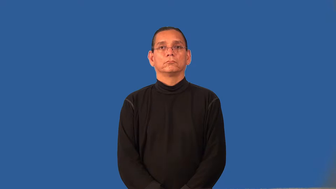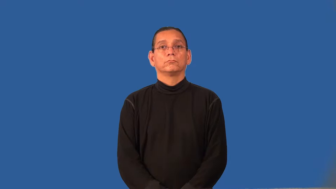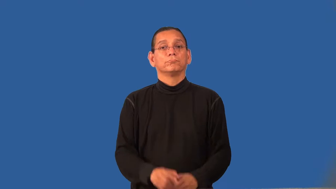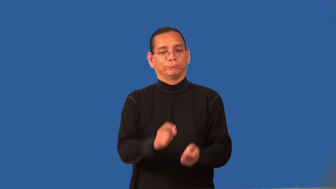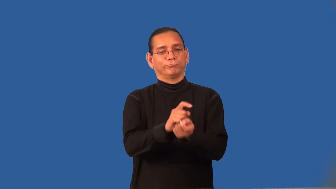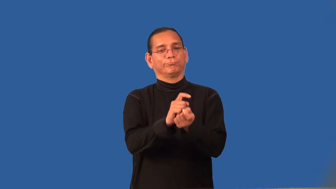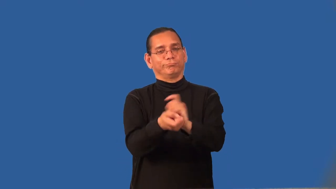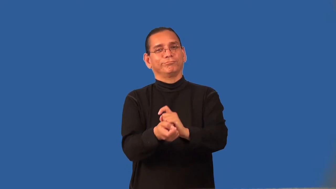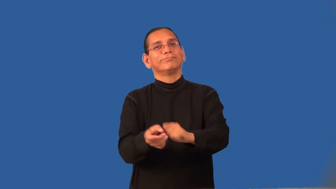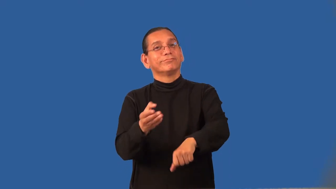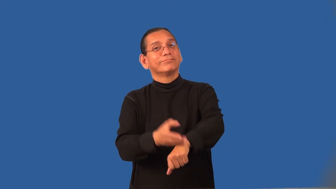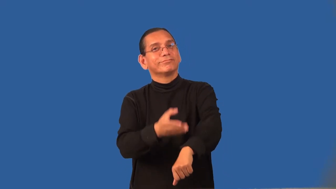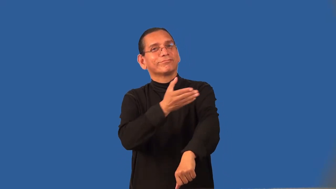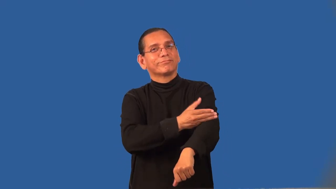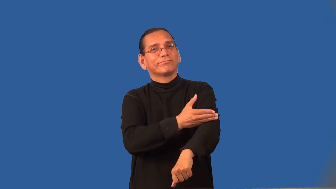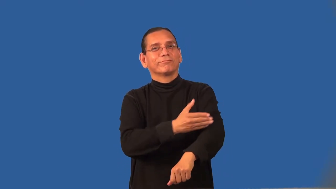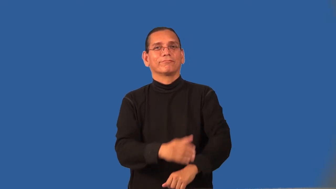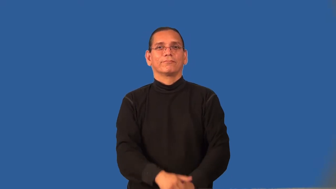reform-change ways